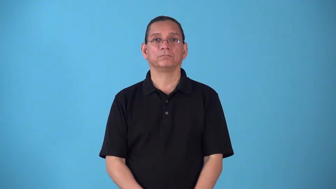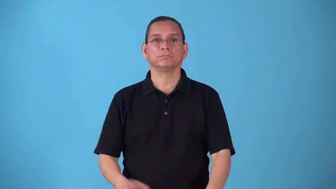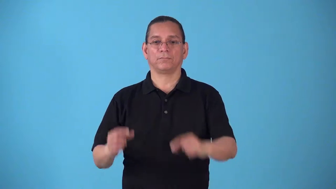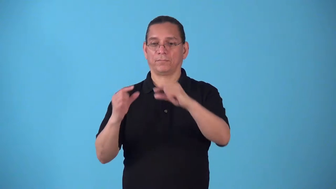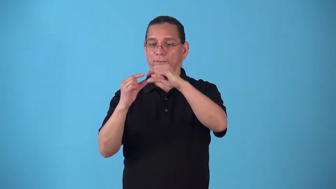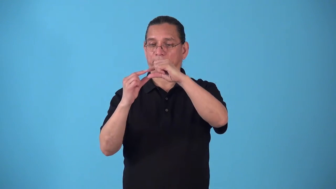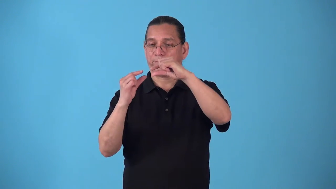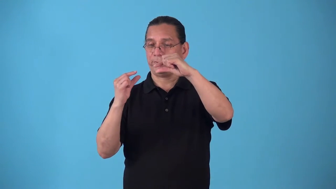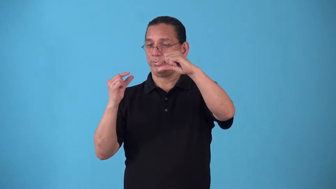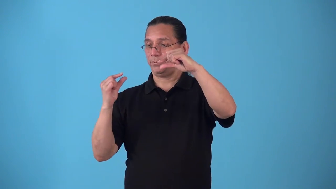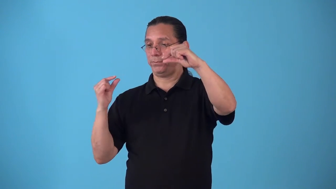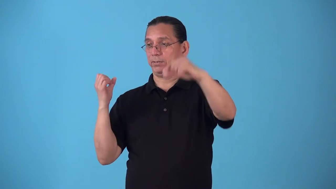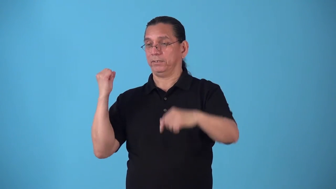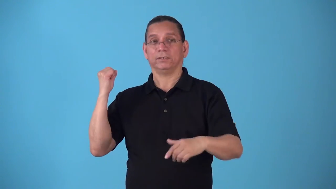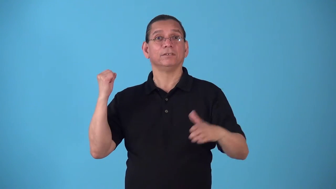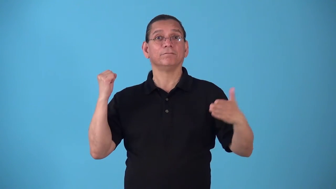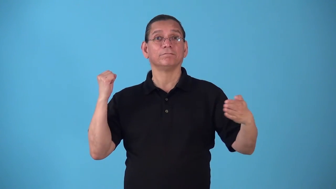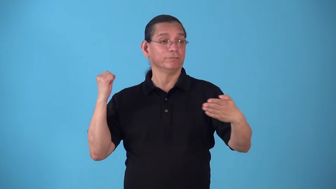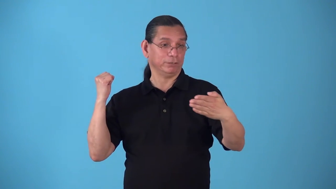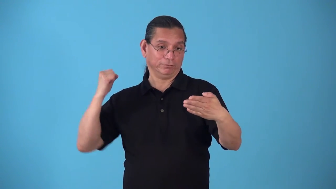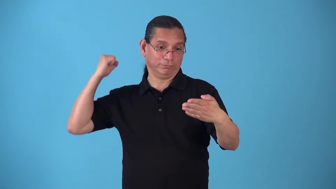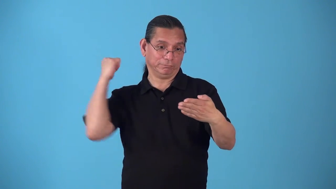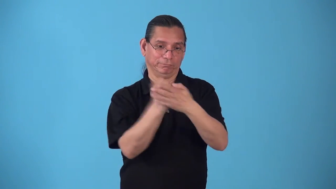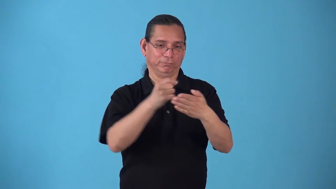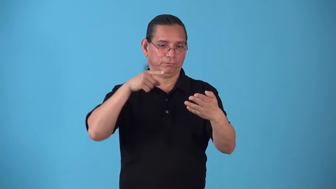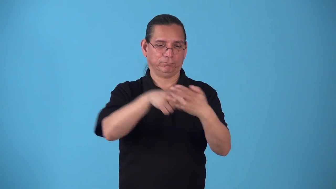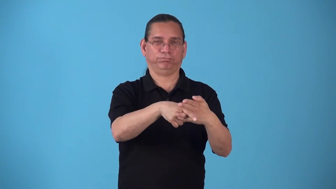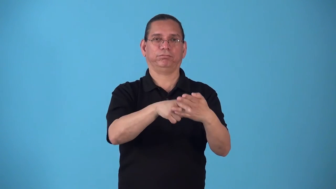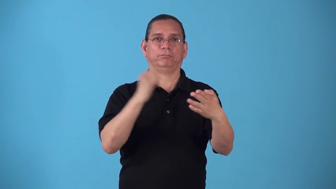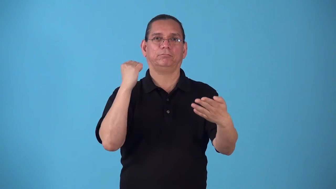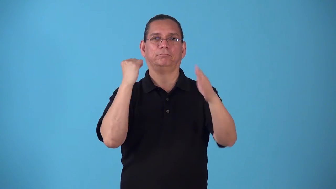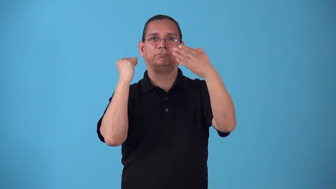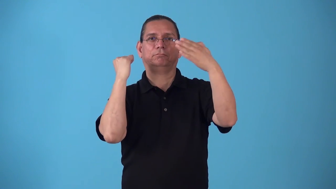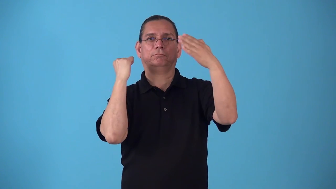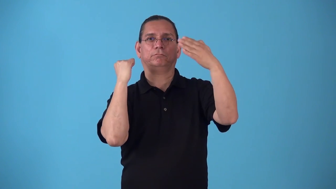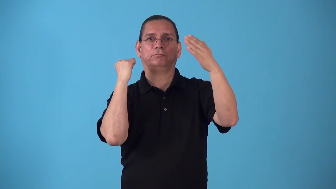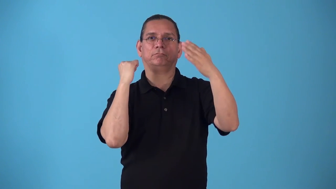spearfish-verb